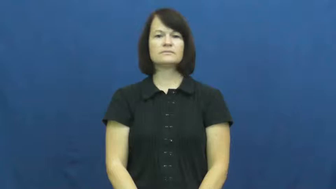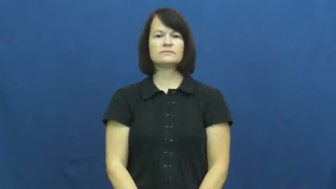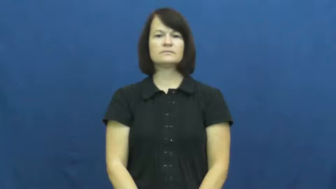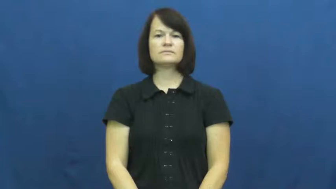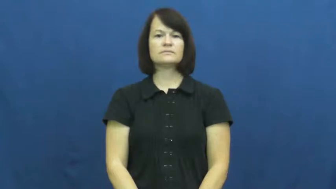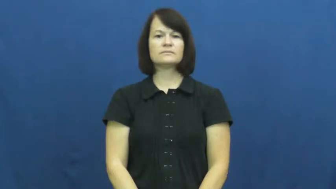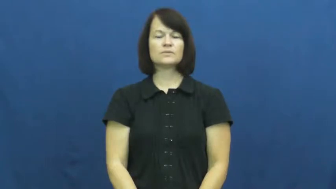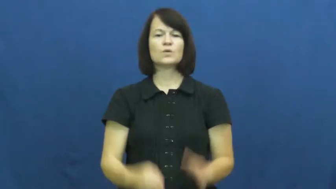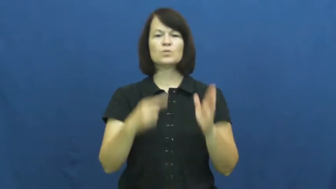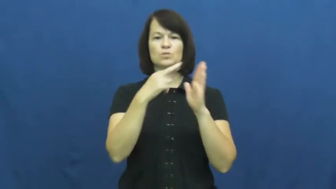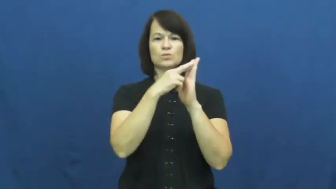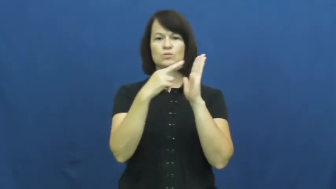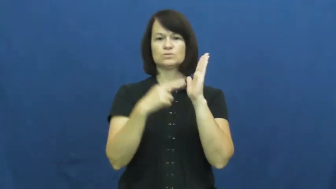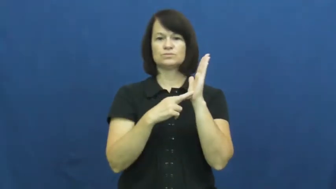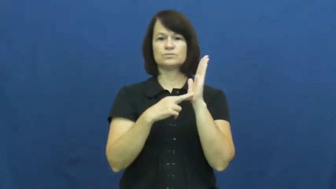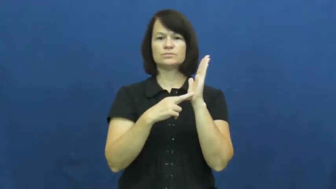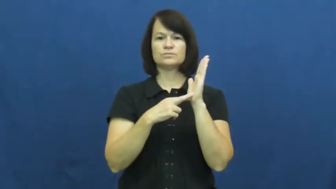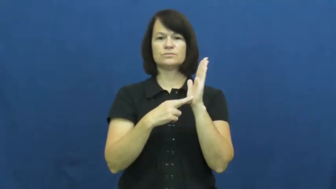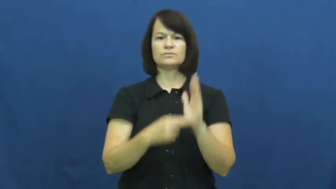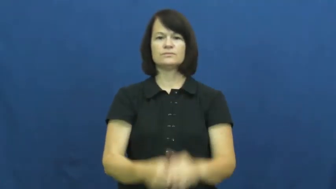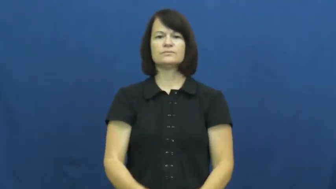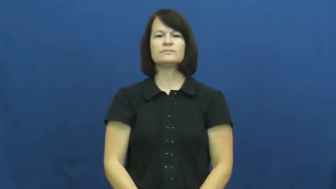postulate-rule